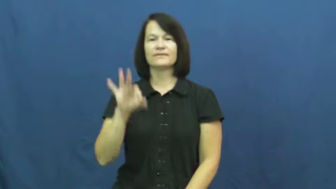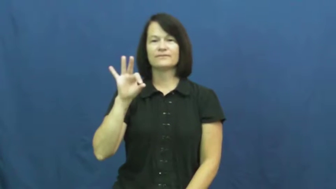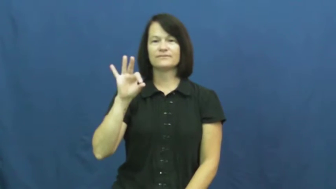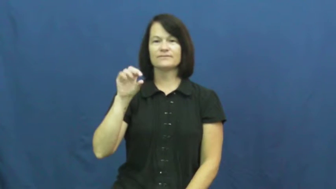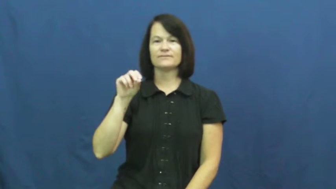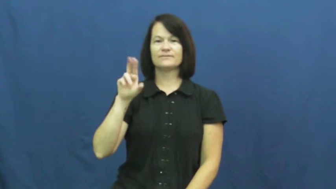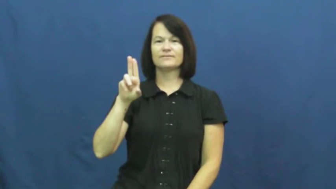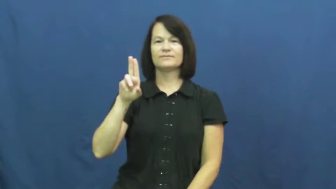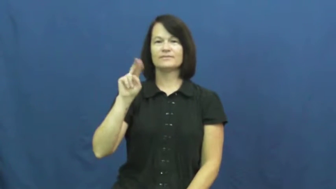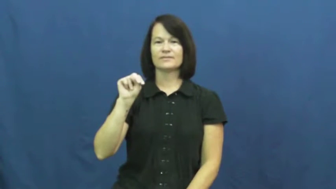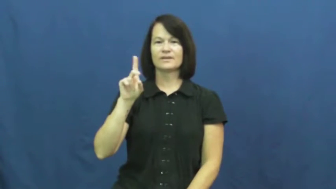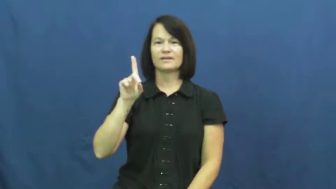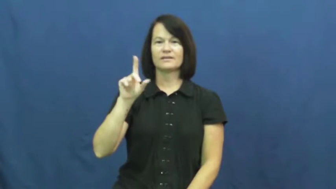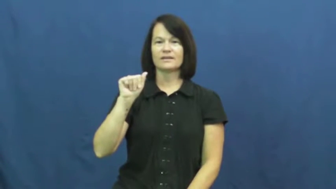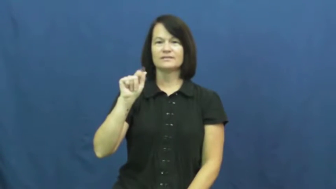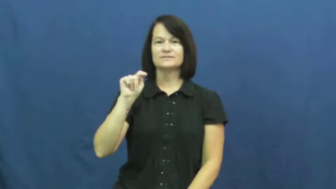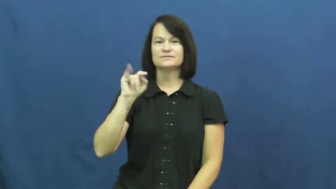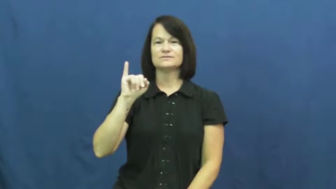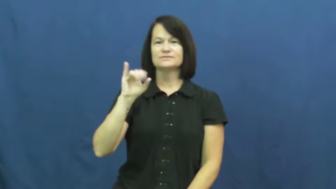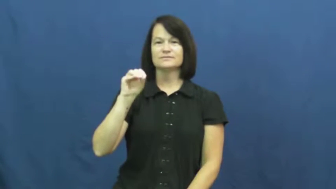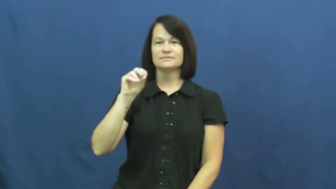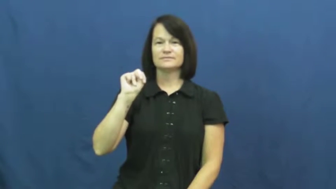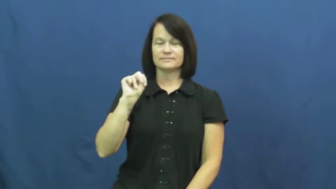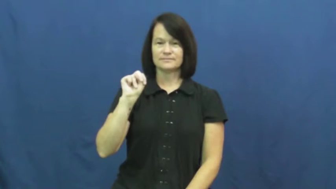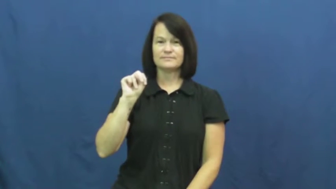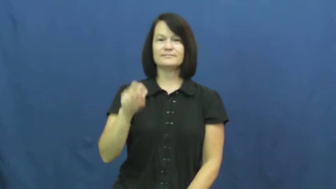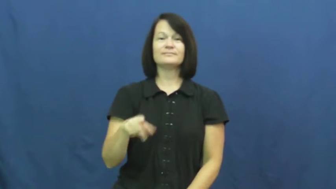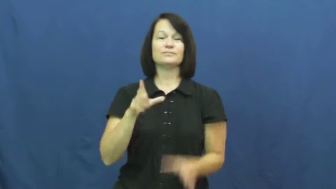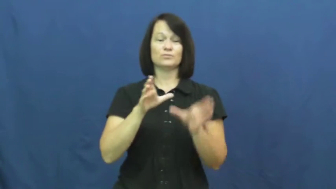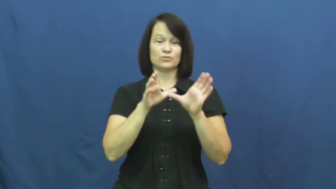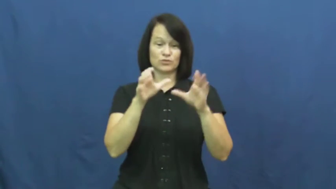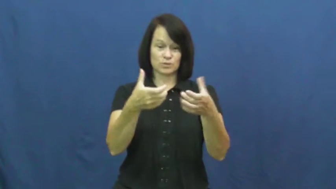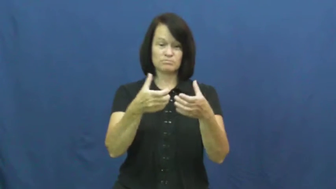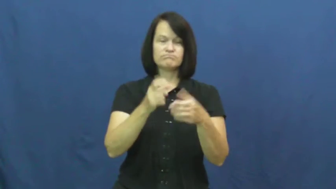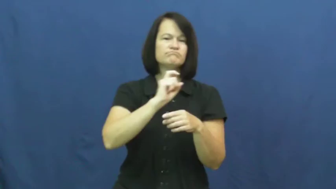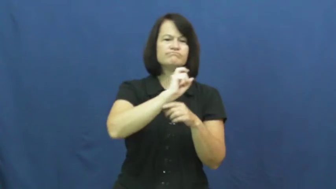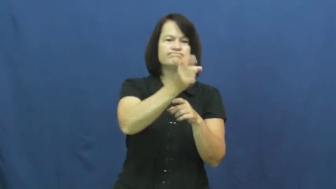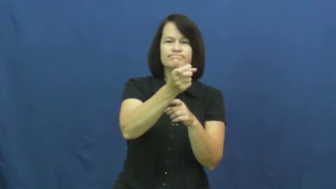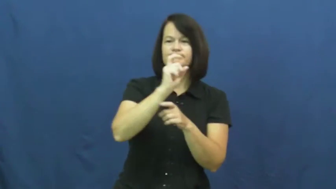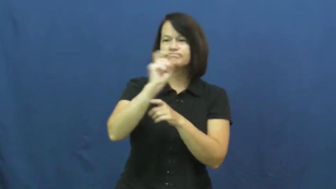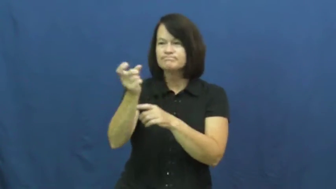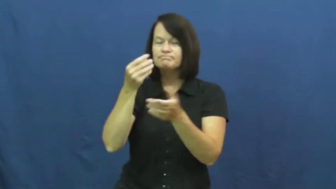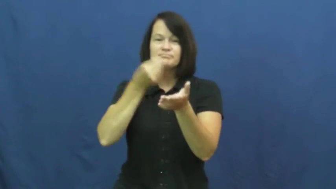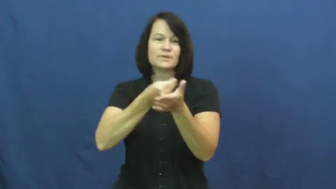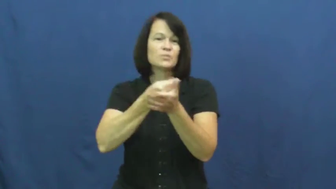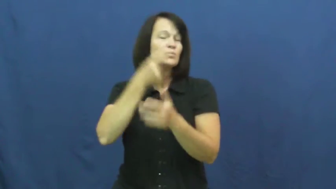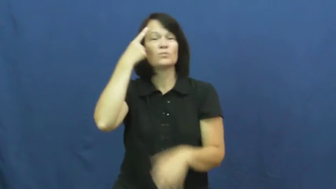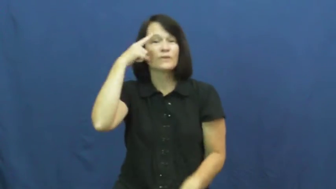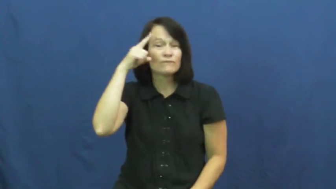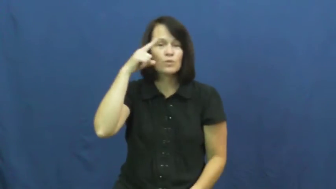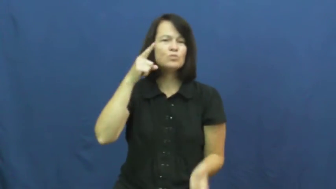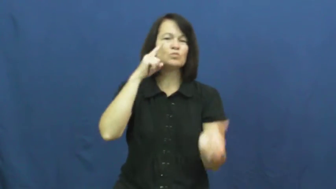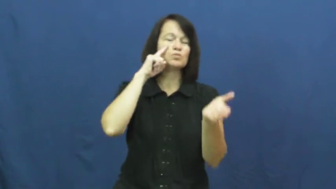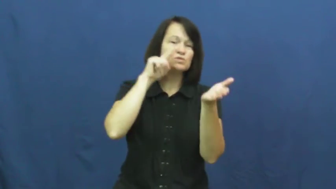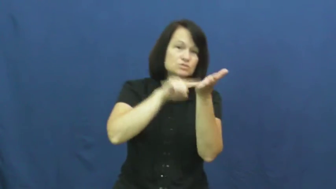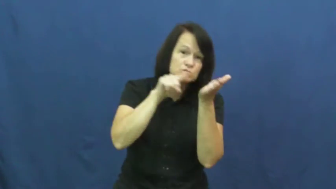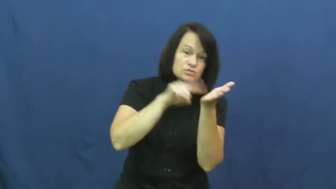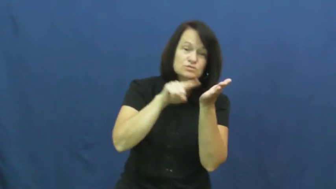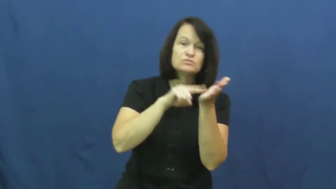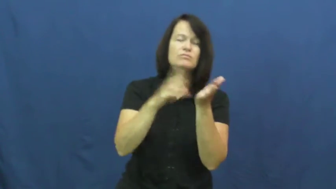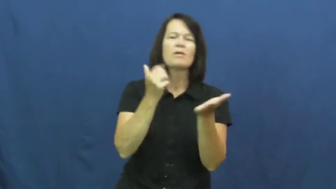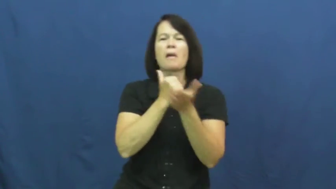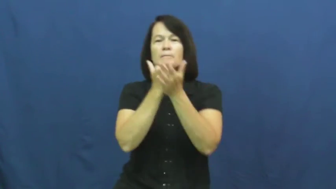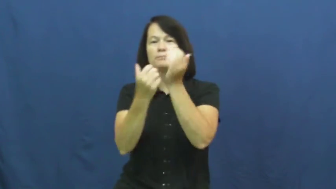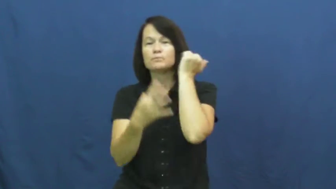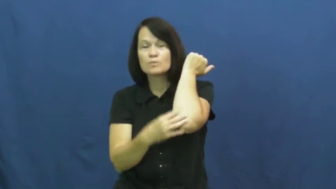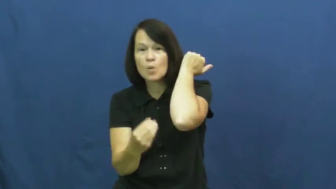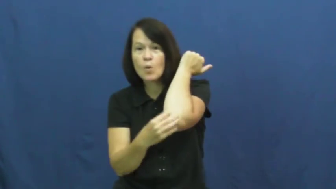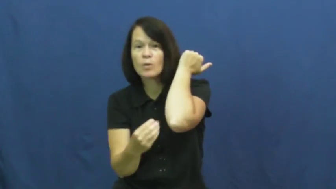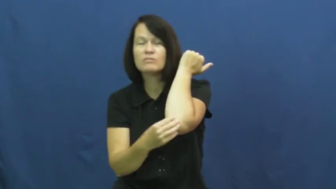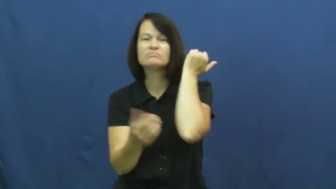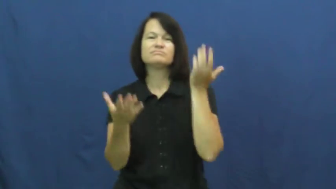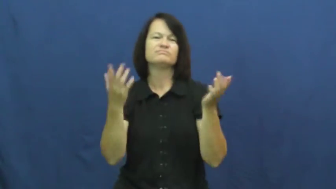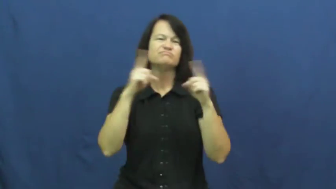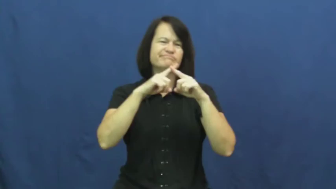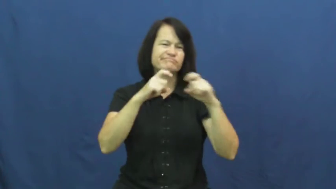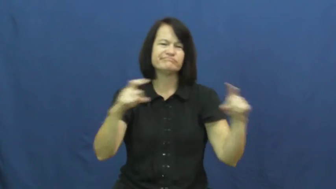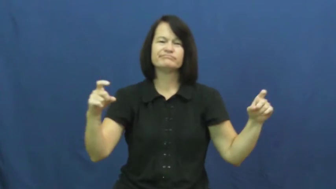foundation-money group